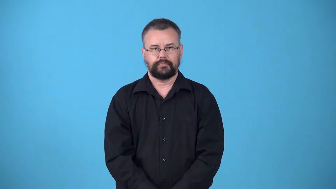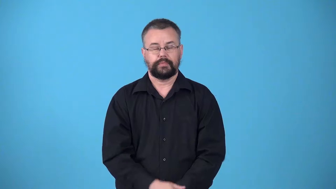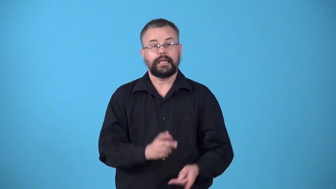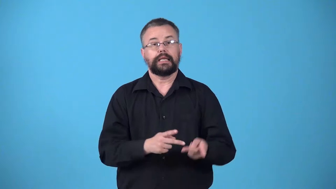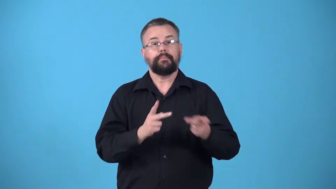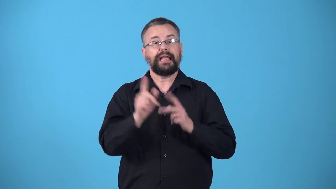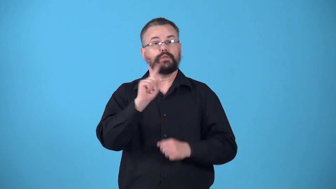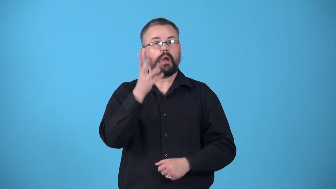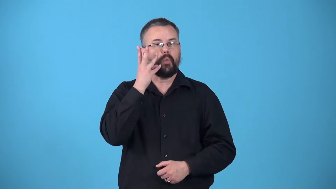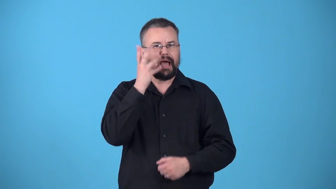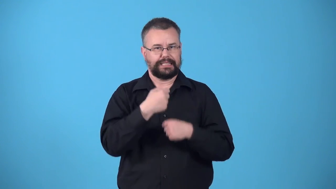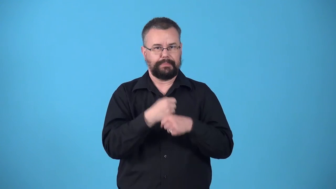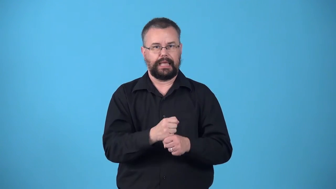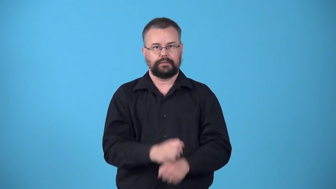winery